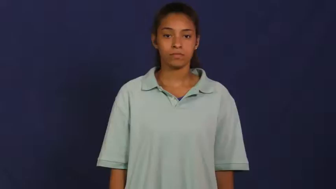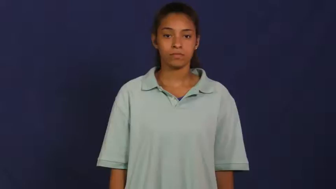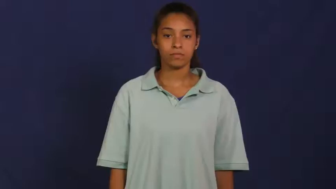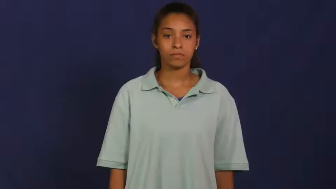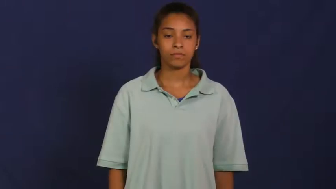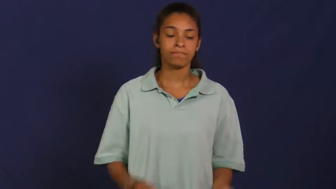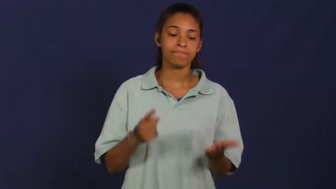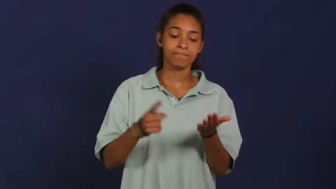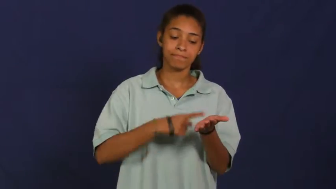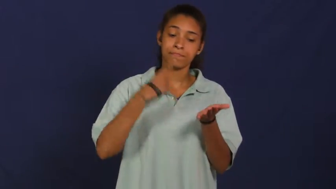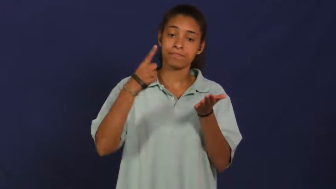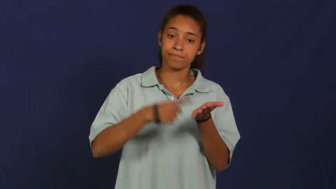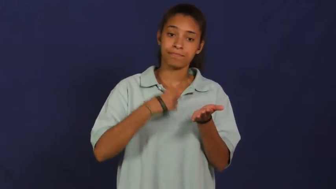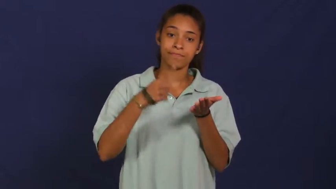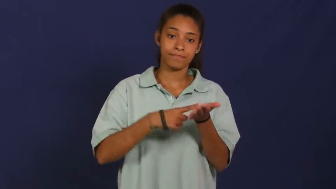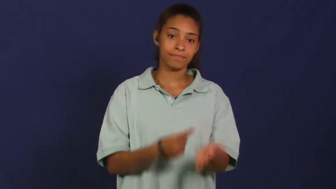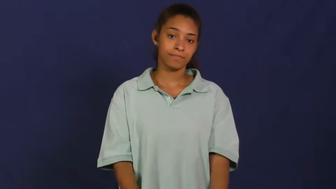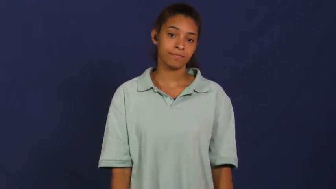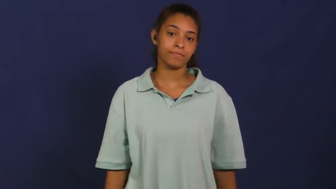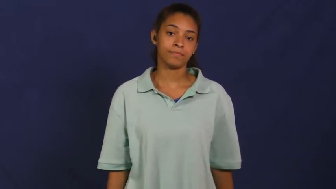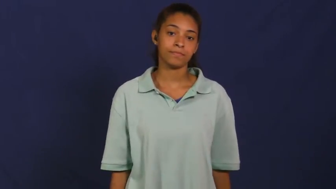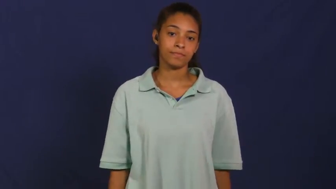periodically